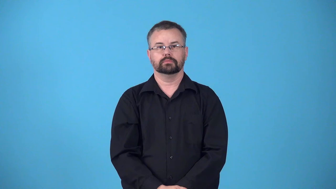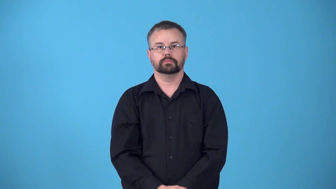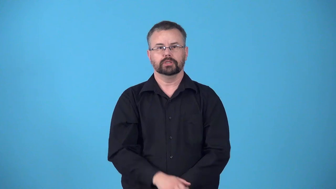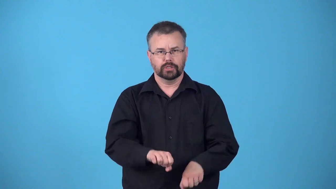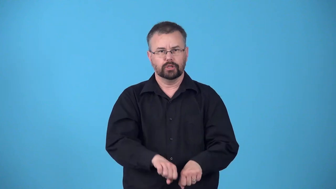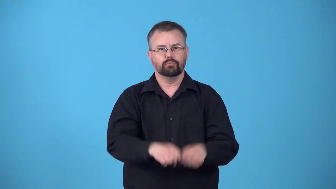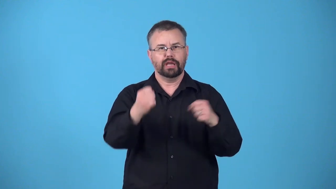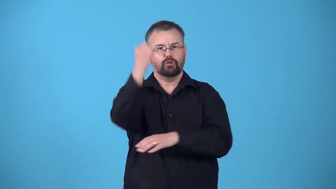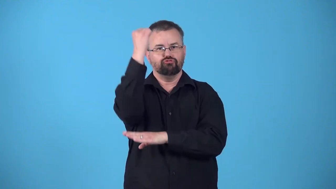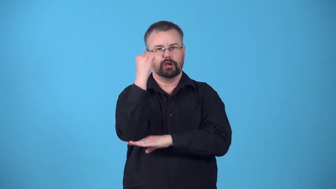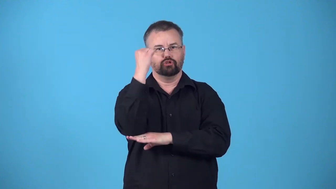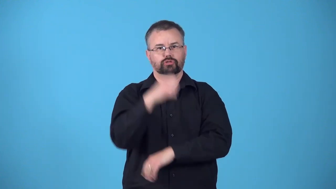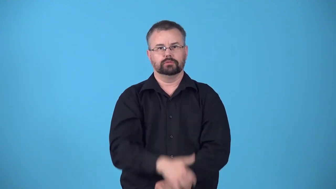record breaking